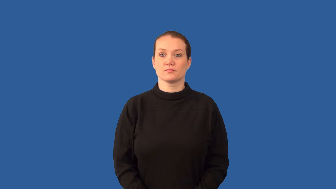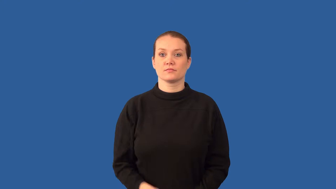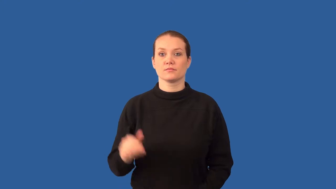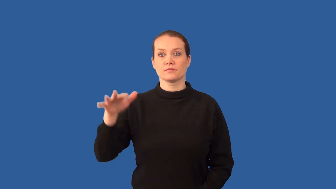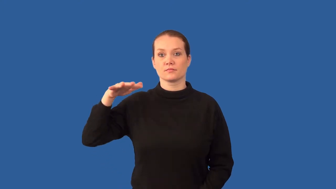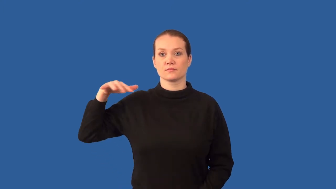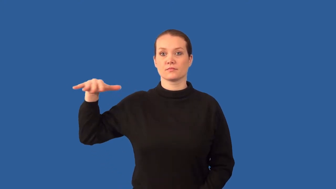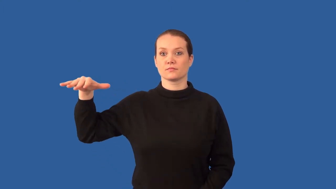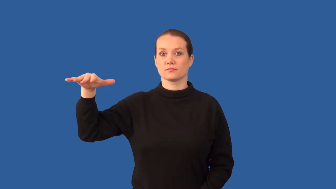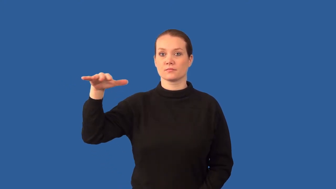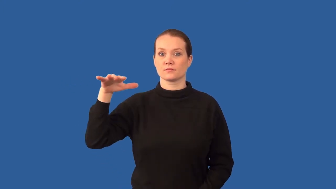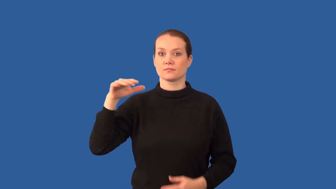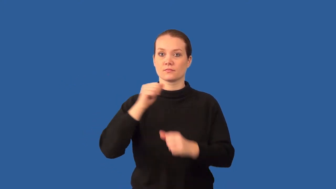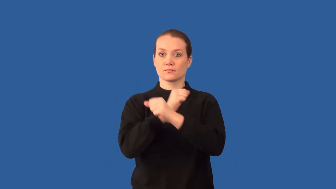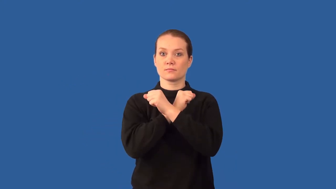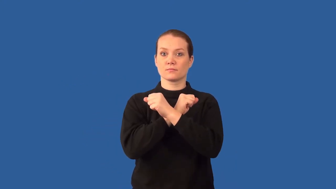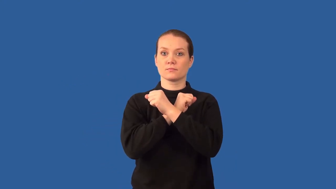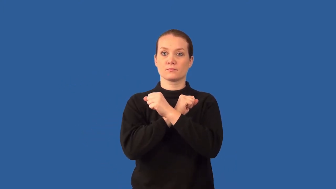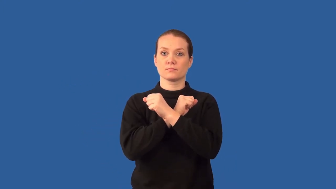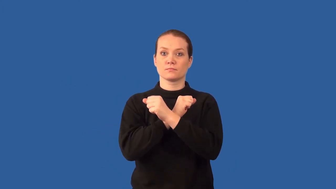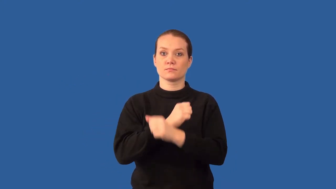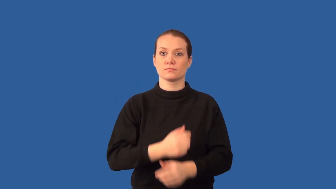air resistance